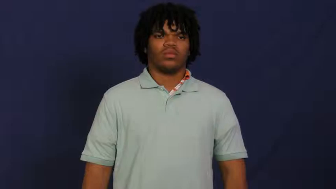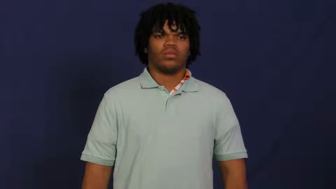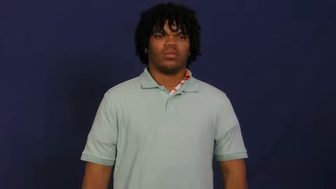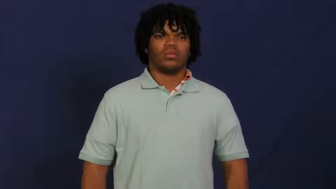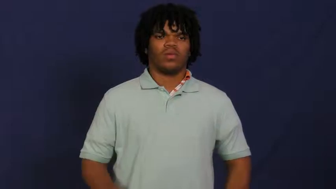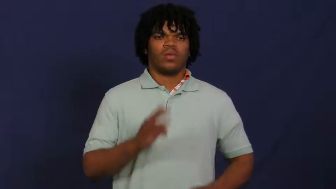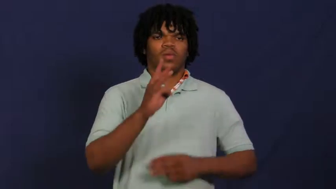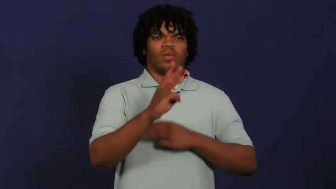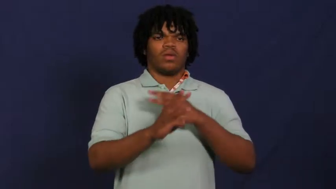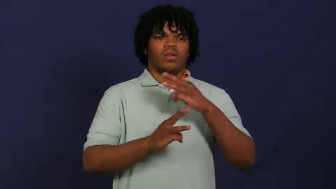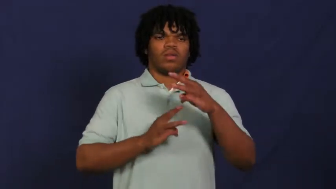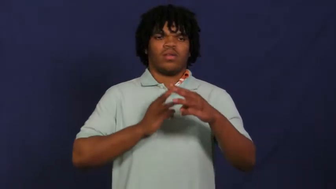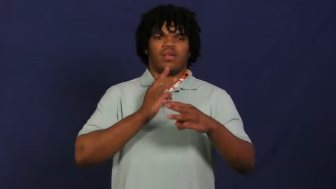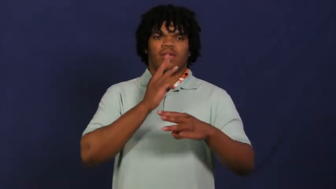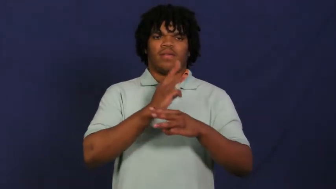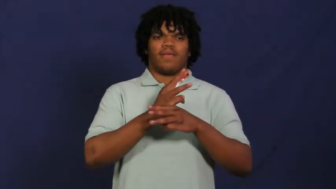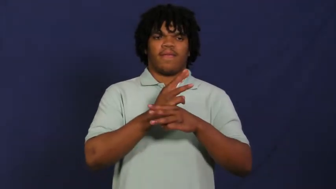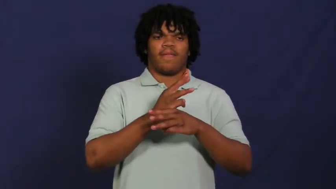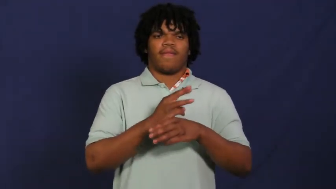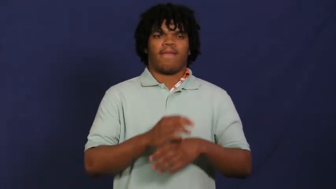world